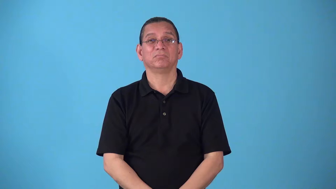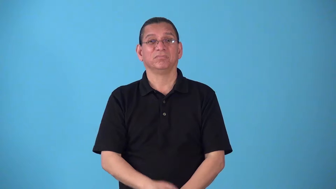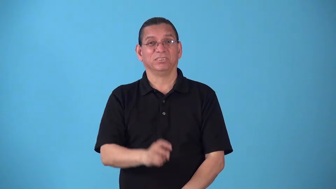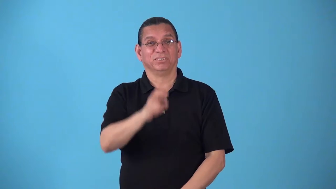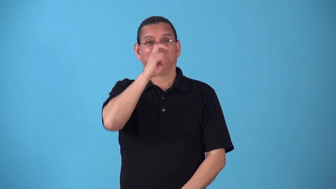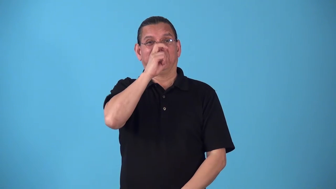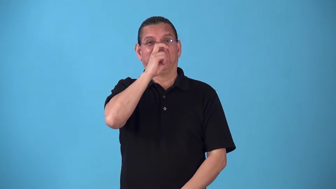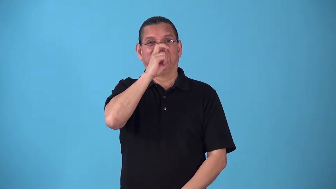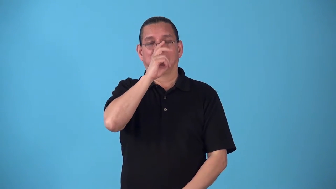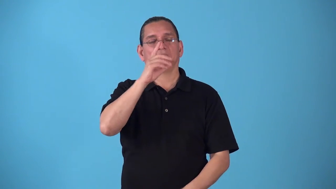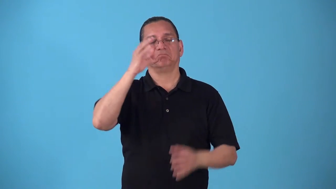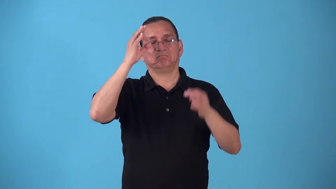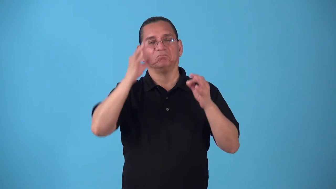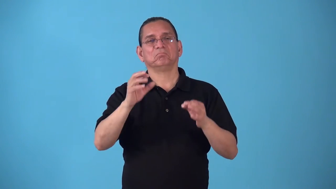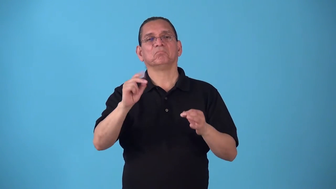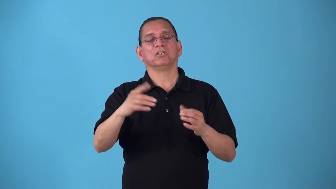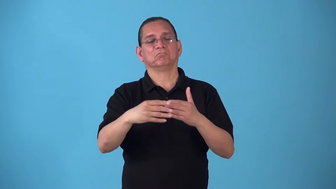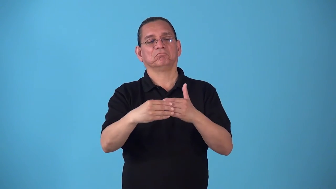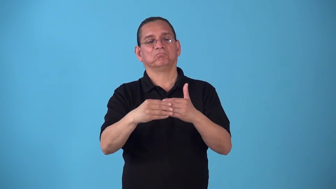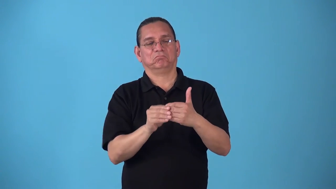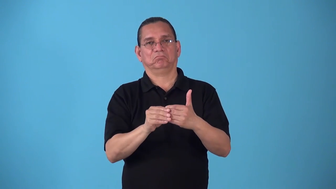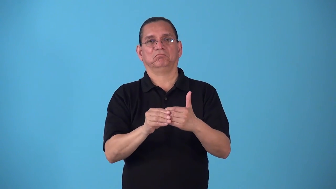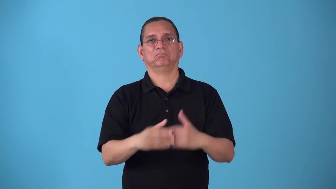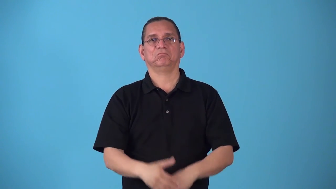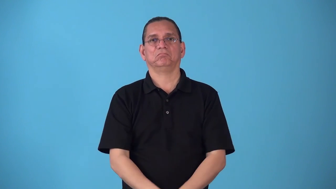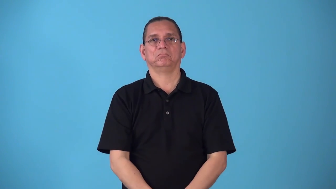slacken-become less strict